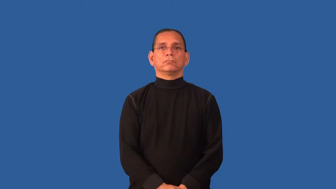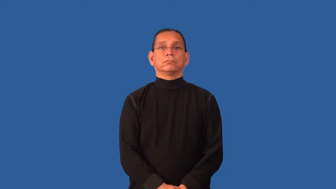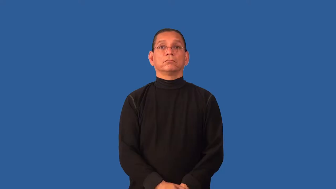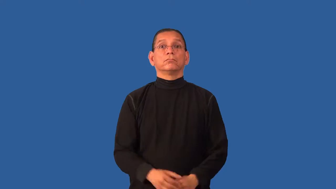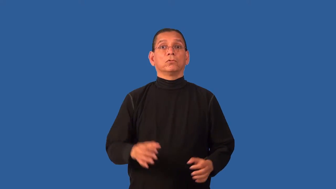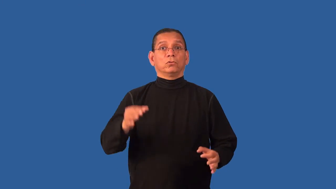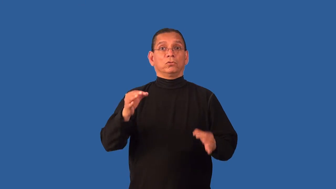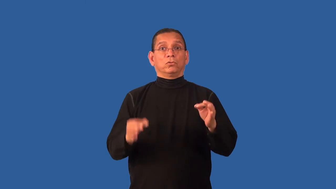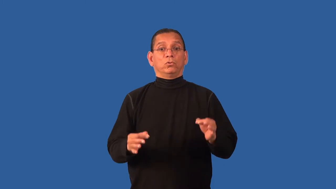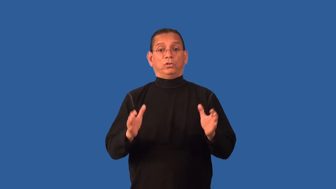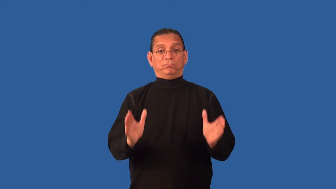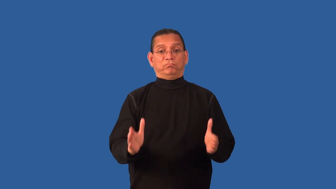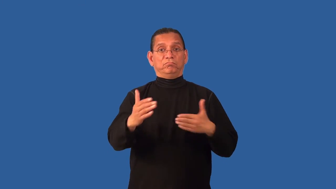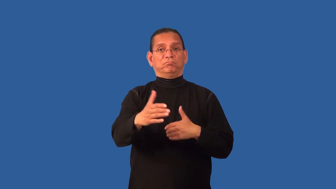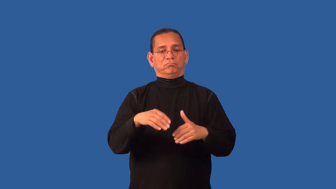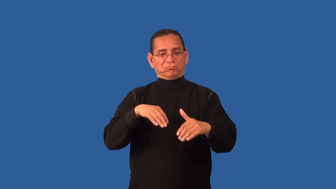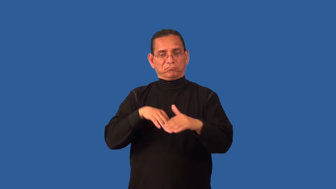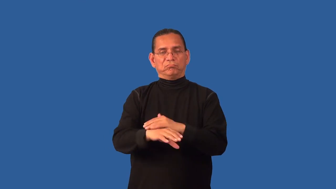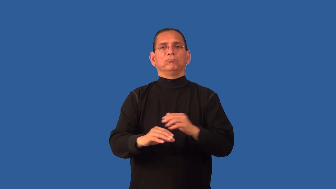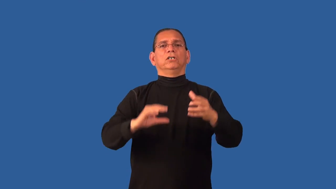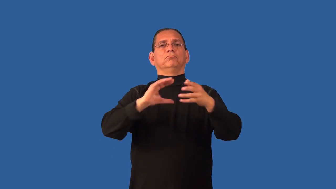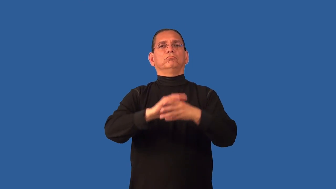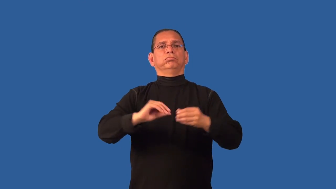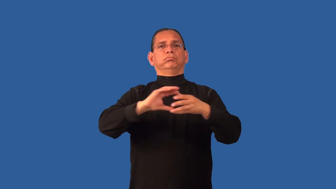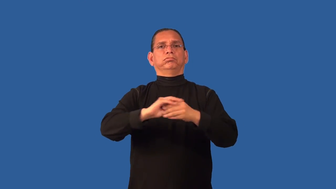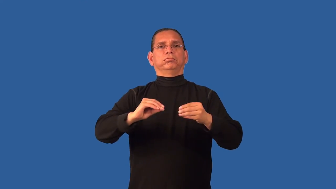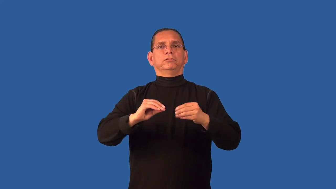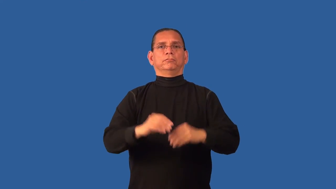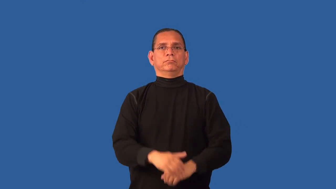depose-court